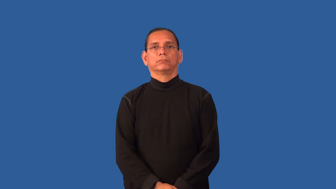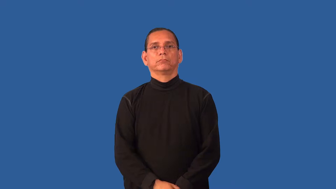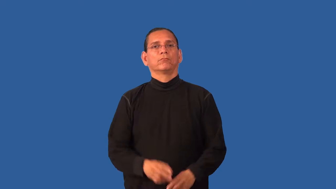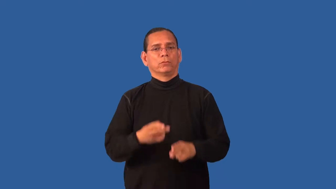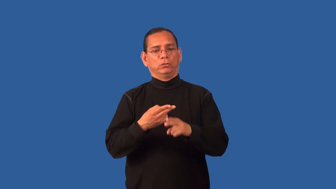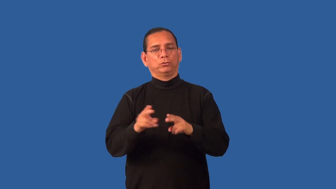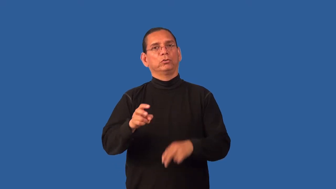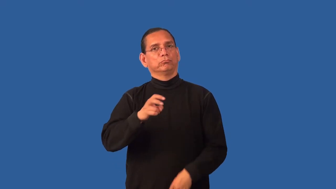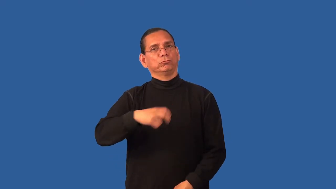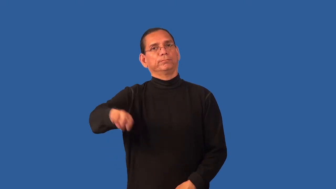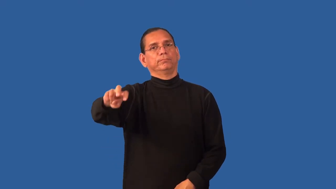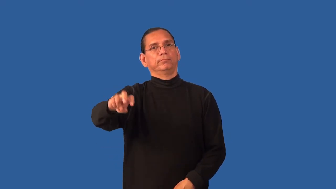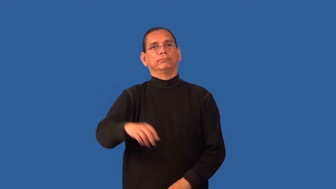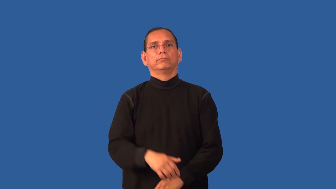excursion